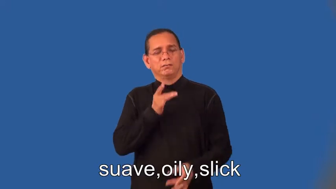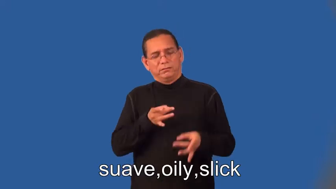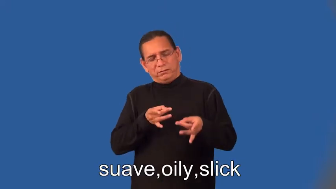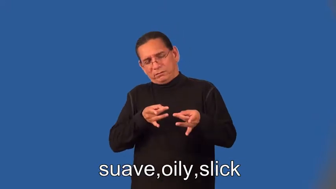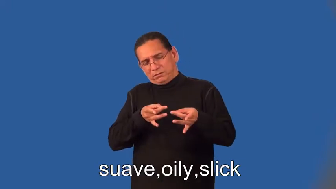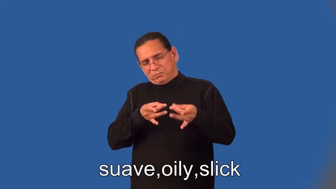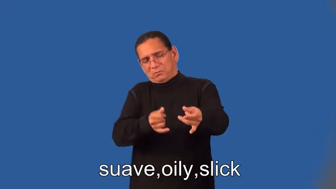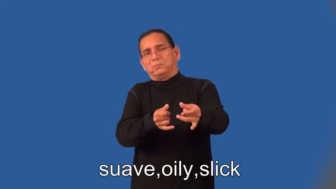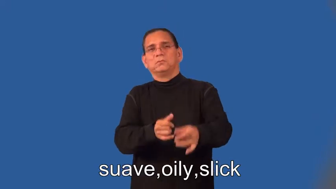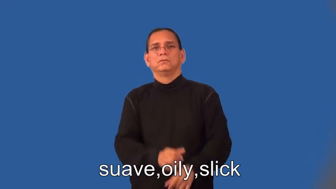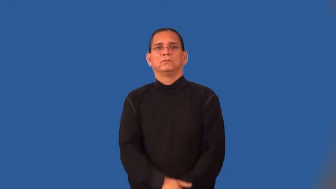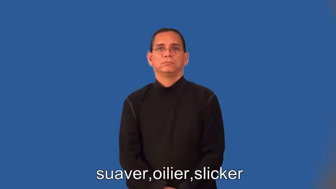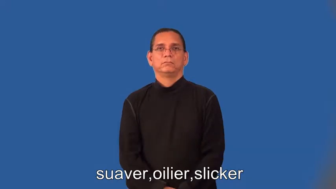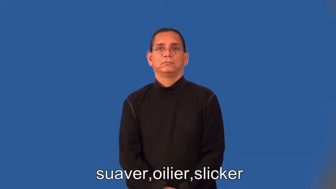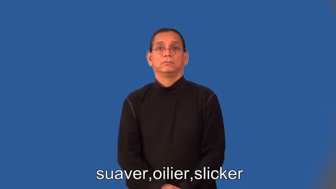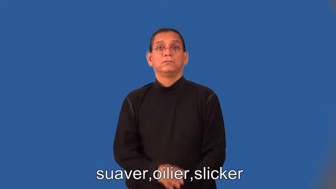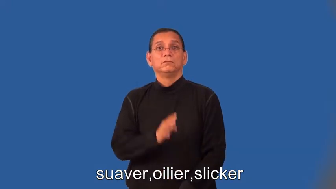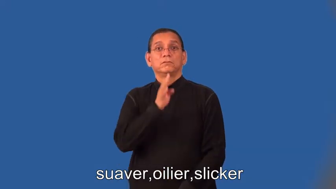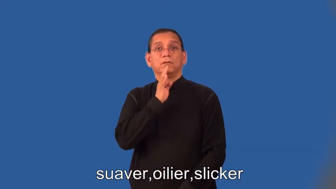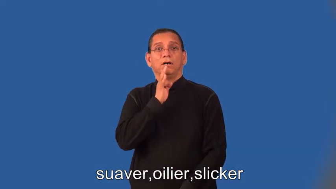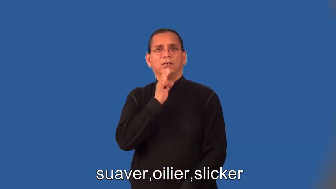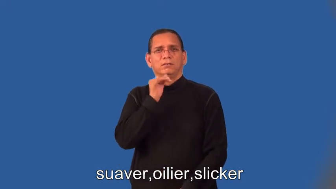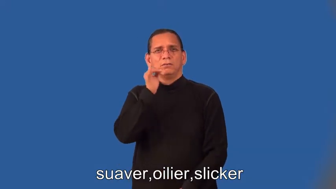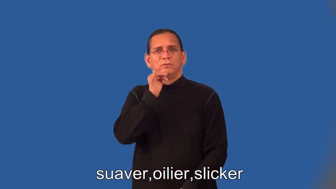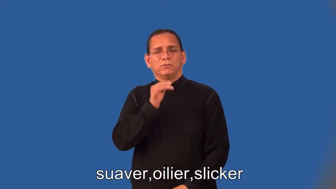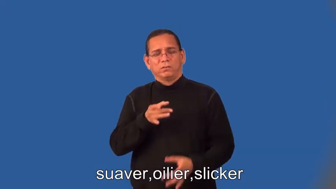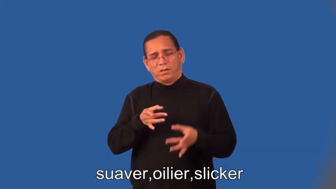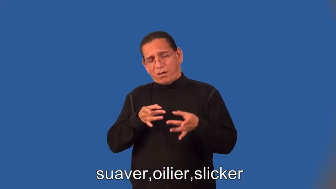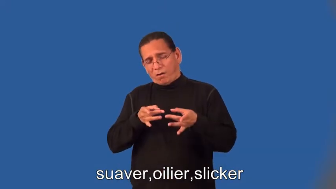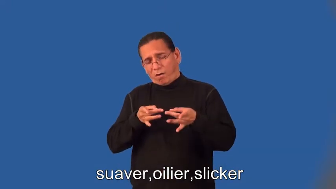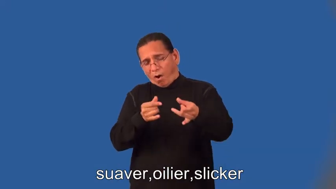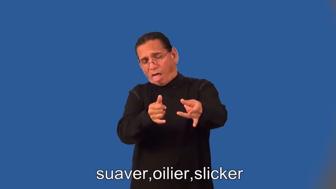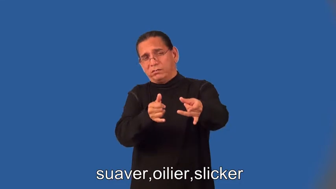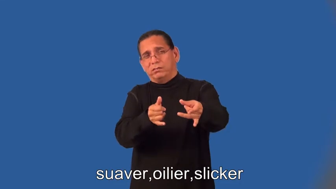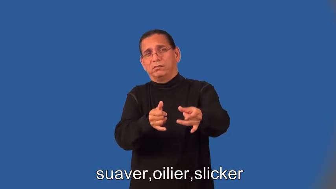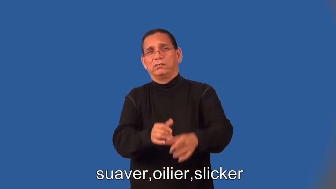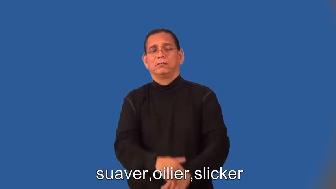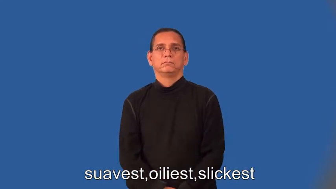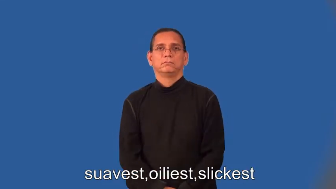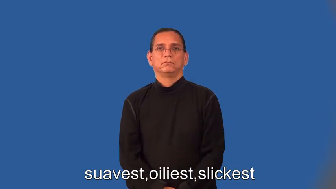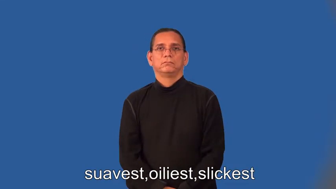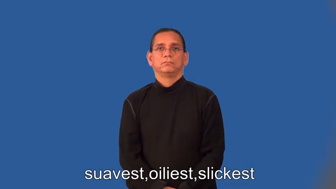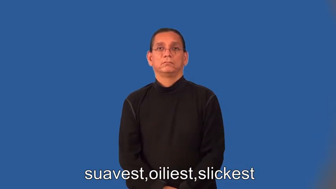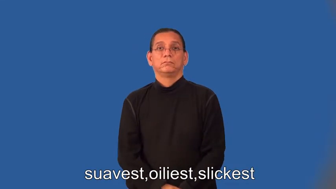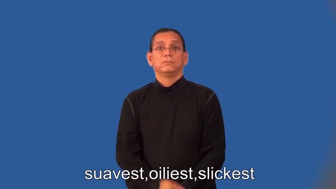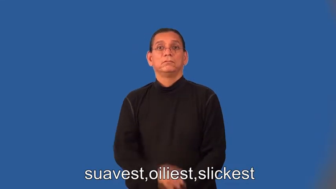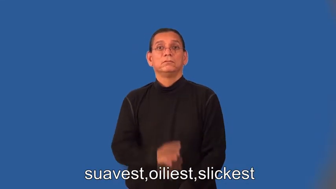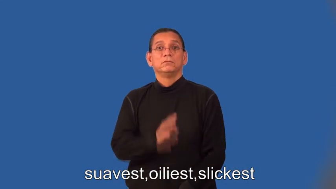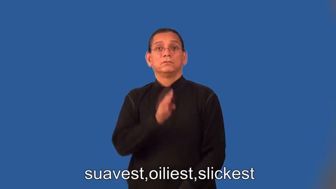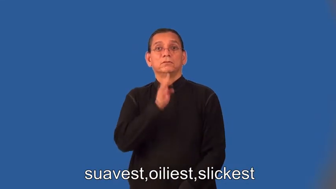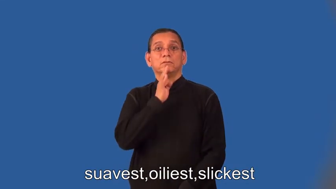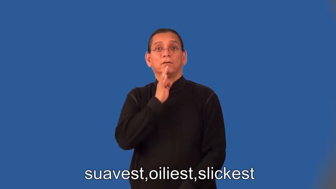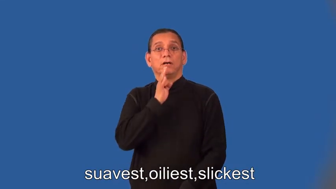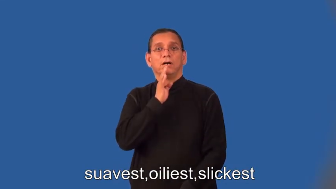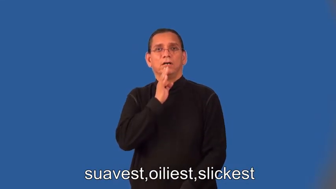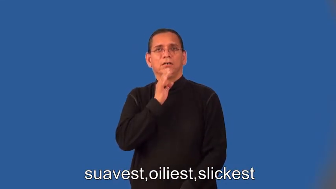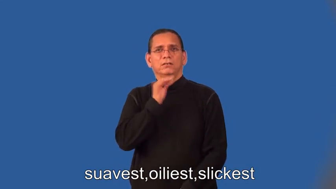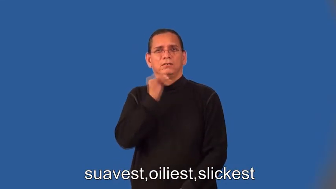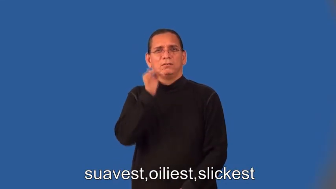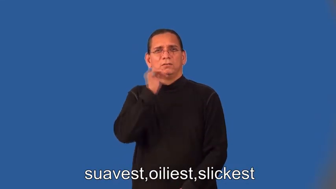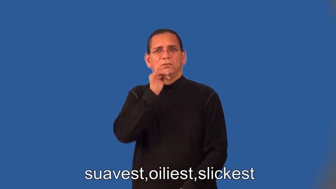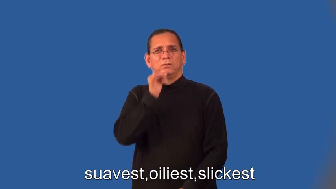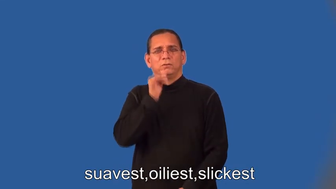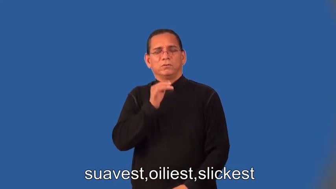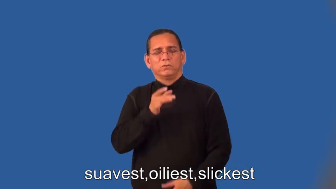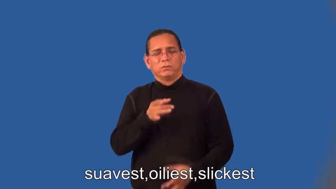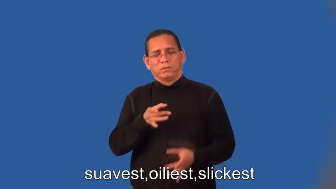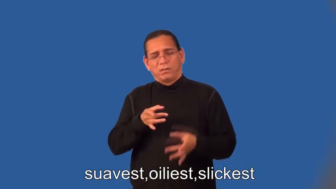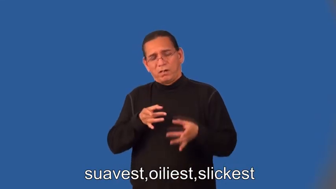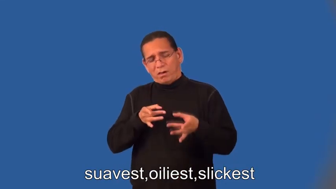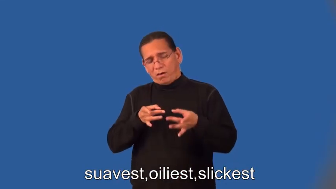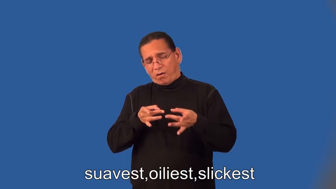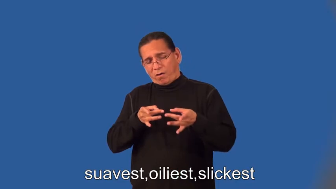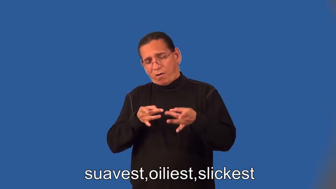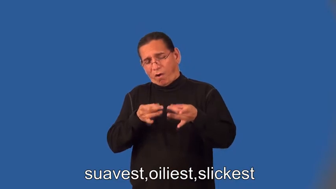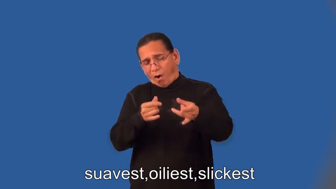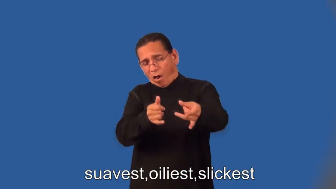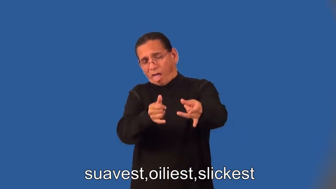suaver,oilier,slicker,suavest,oiliest,slickest